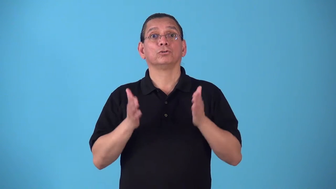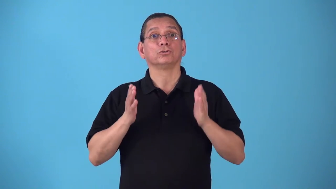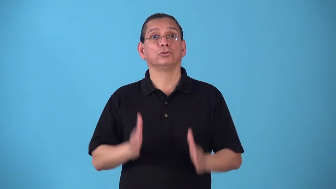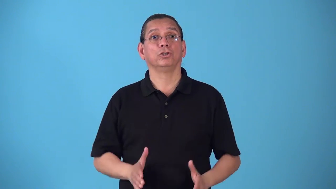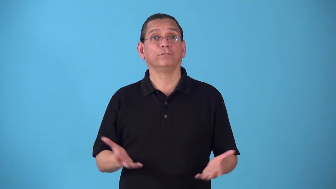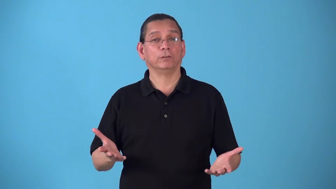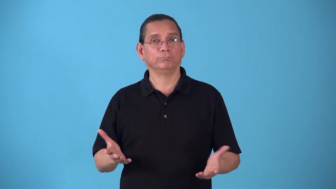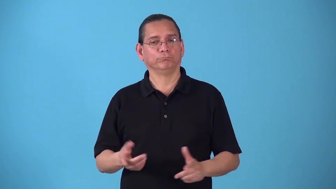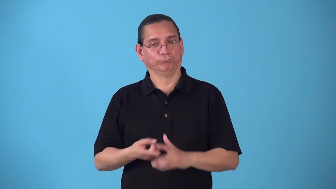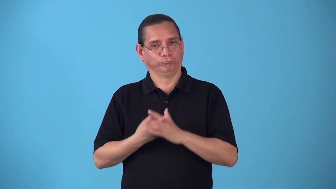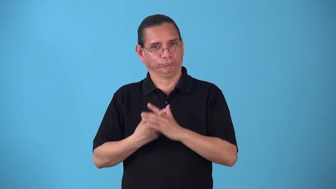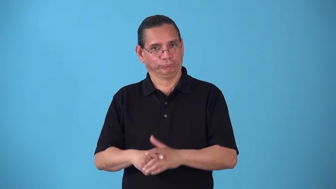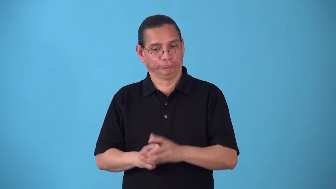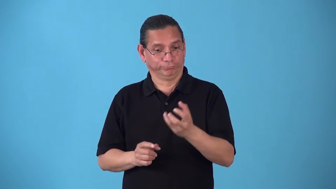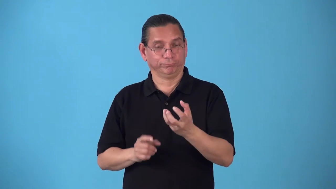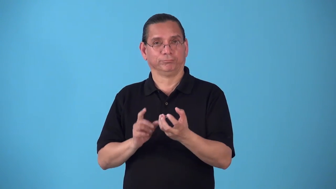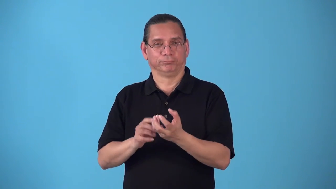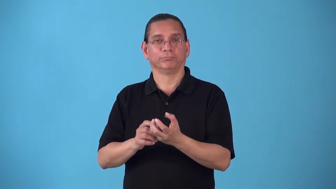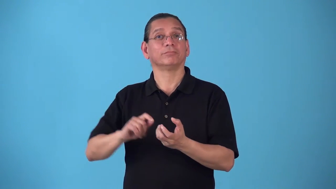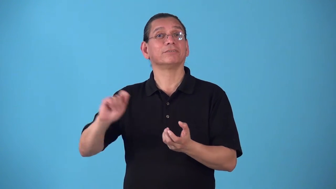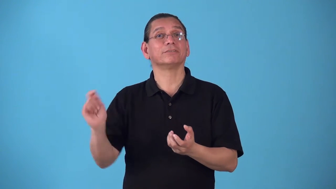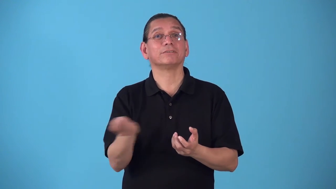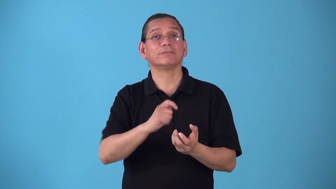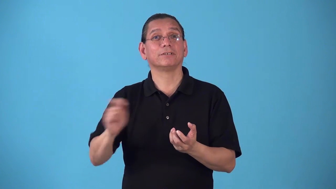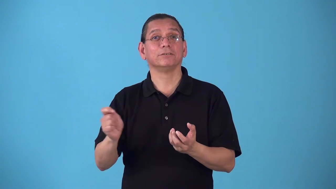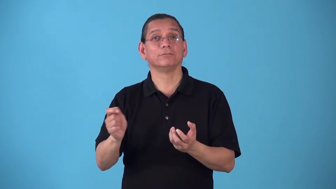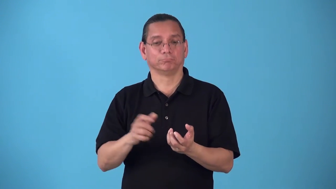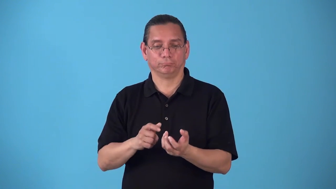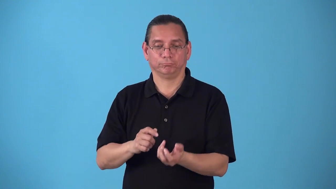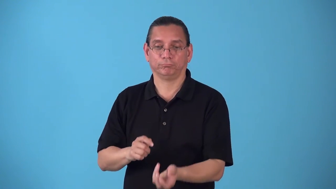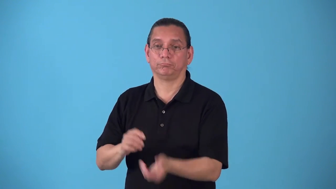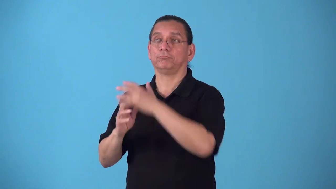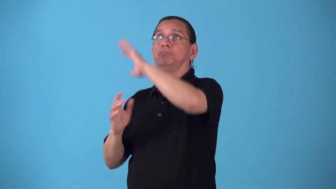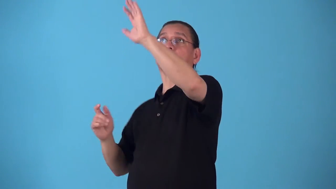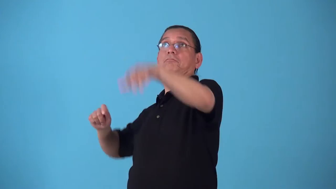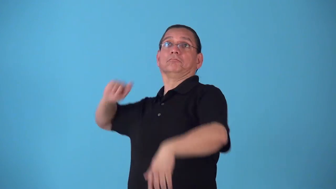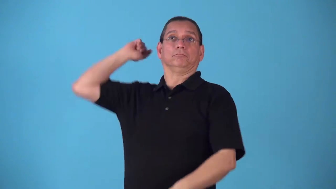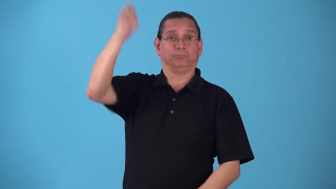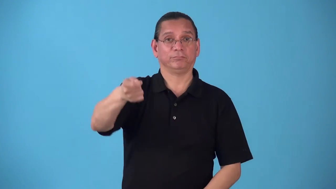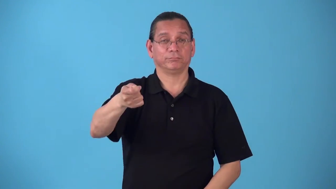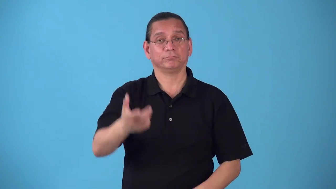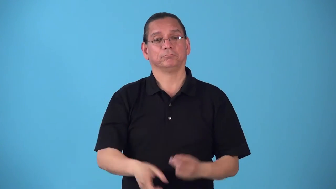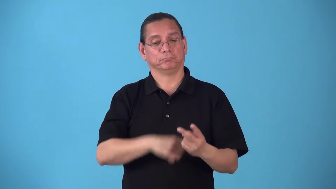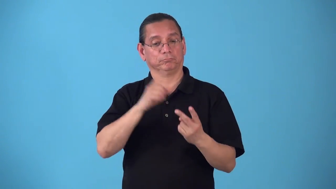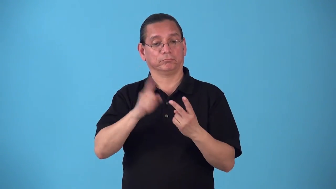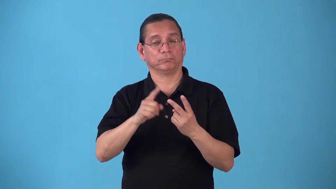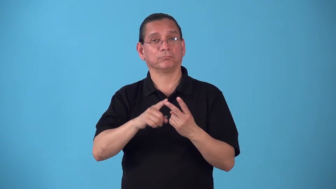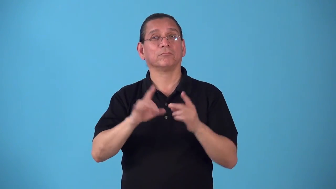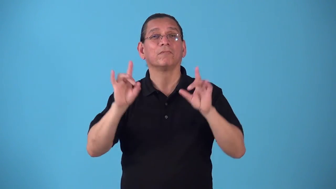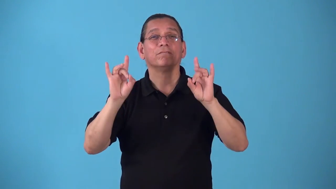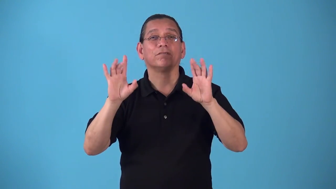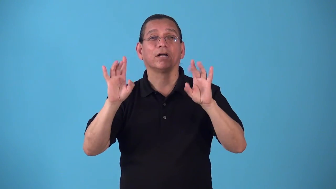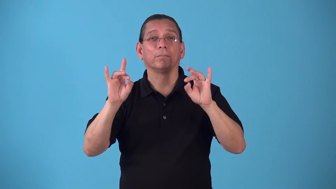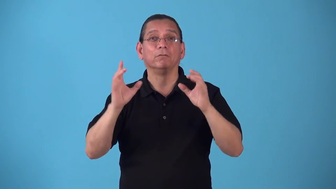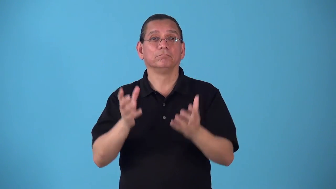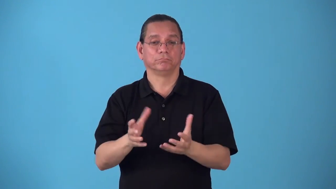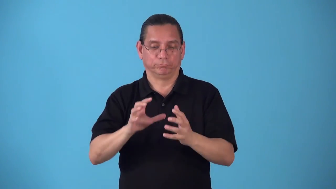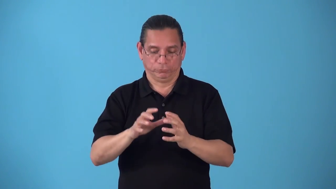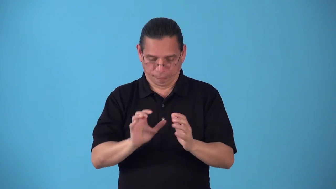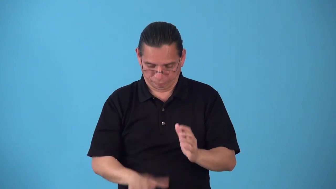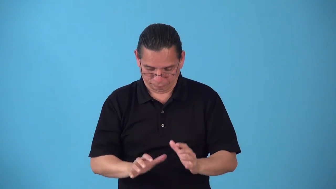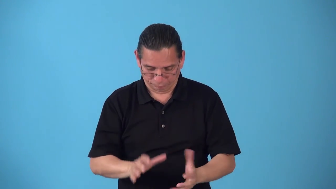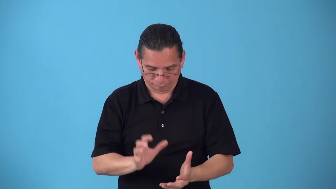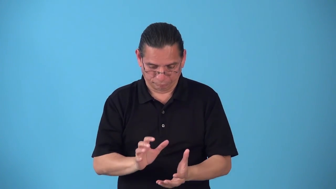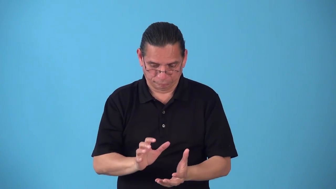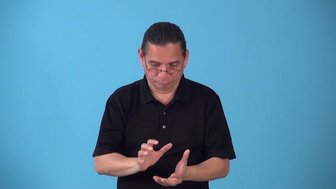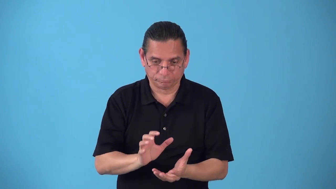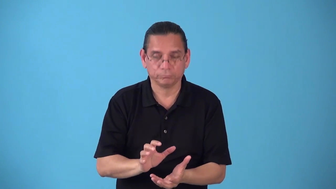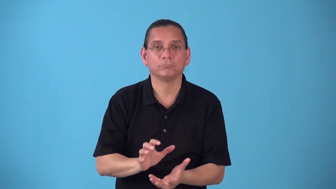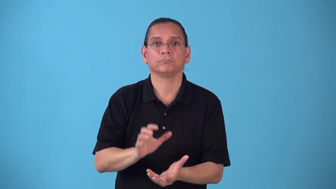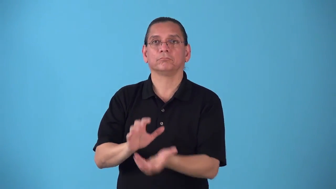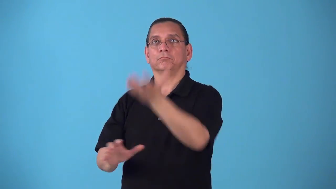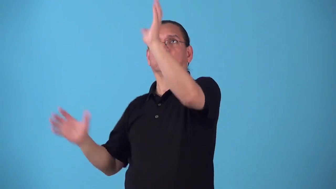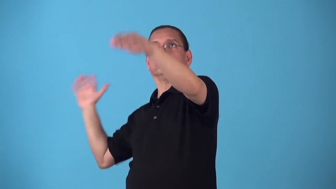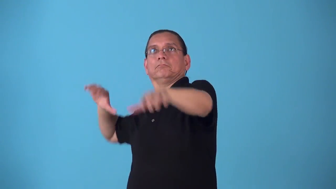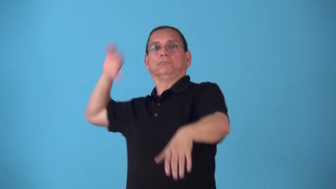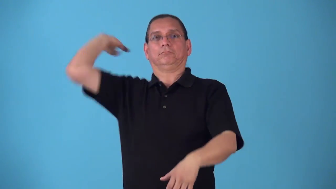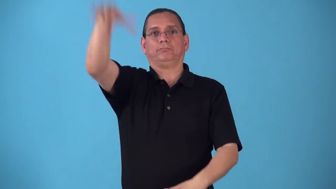server-tennis, volleyball